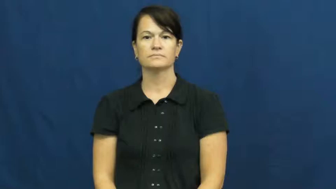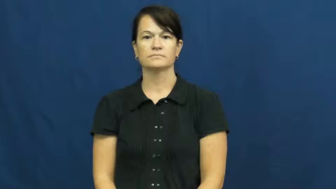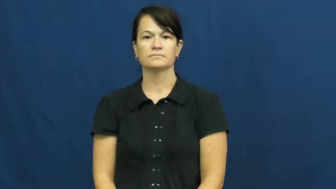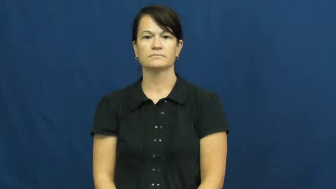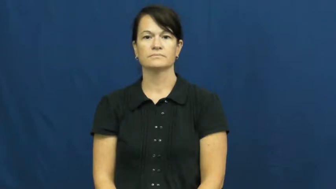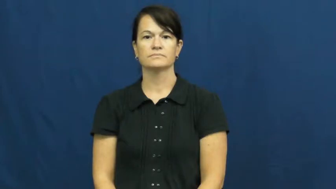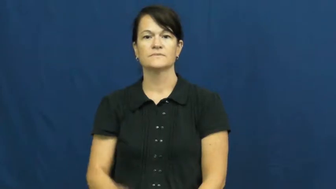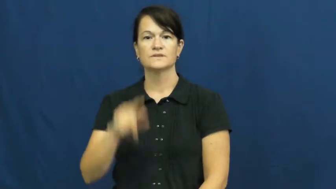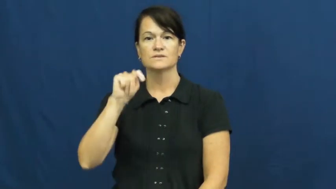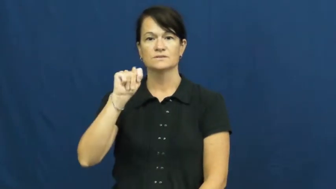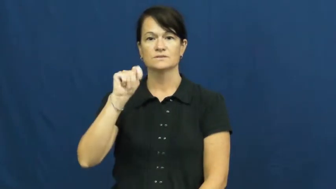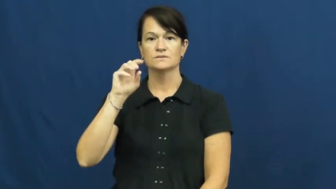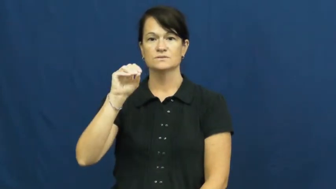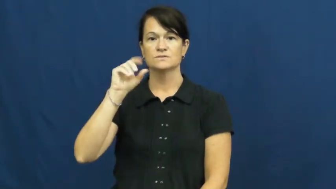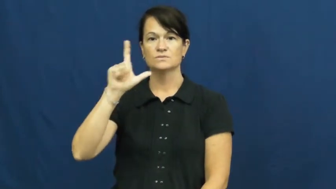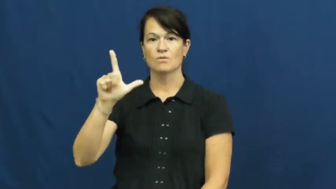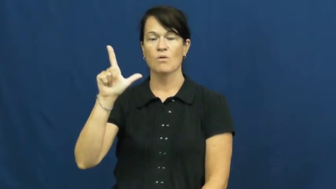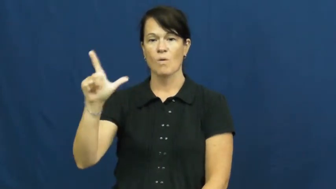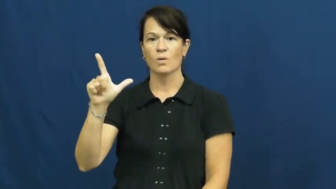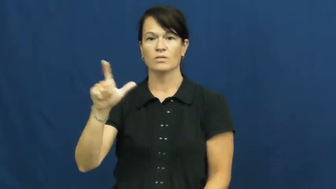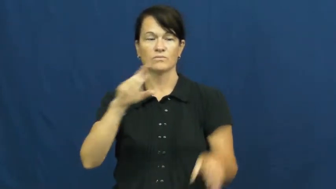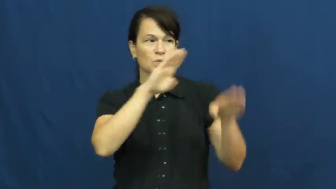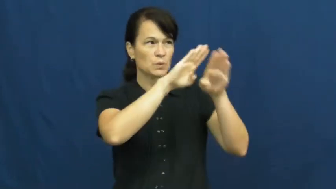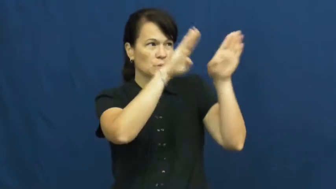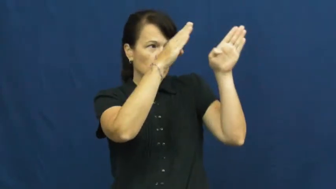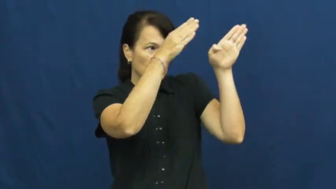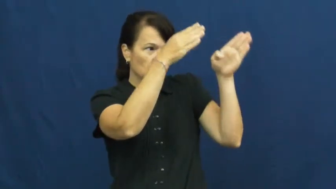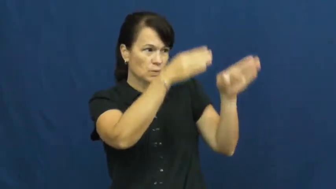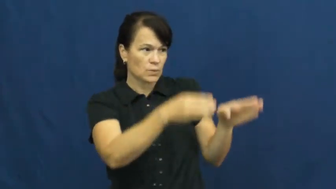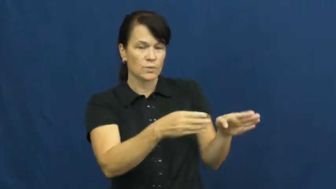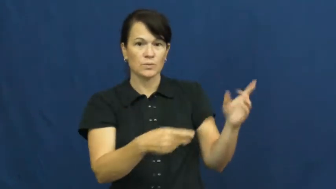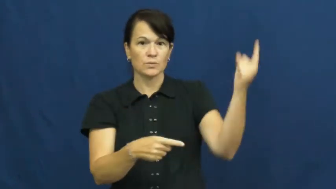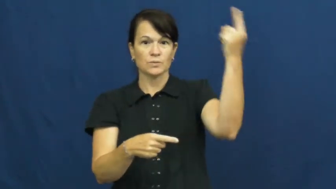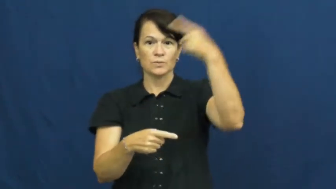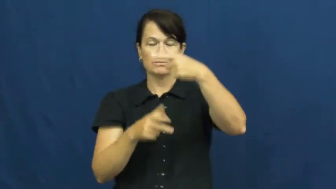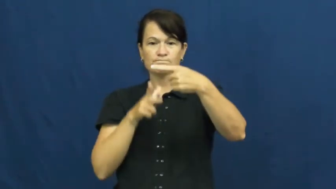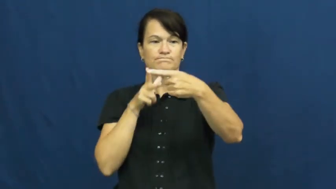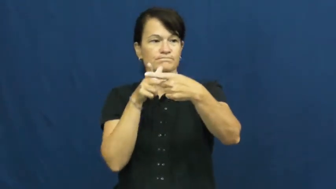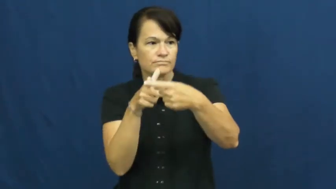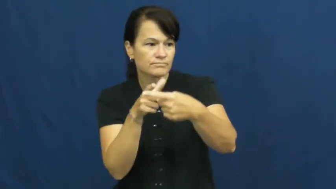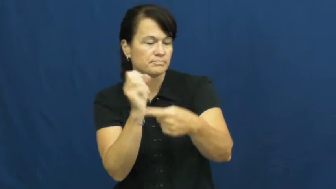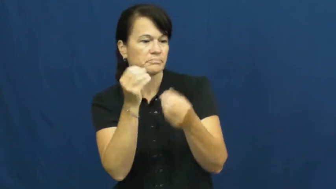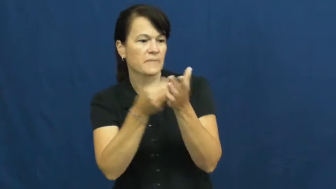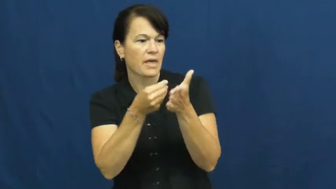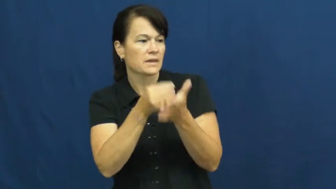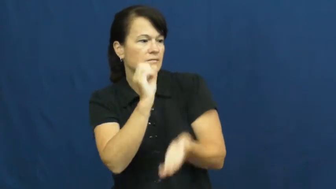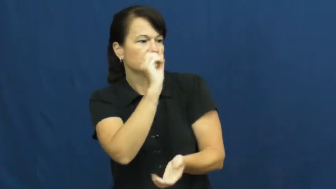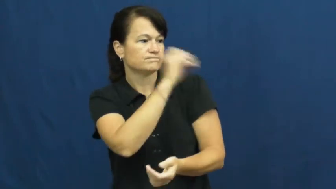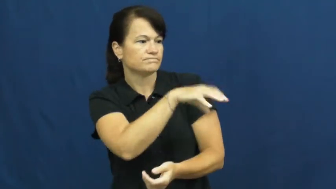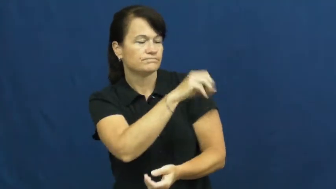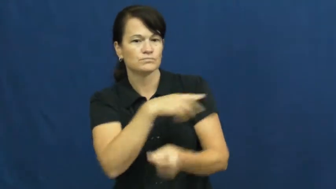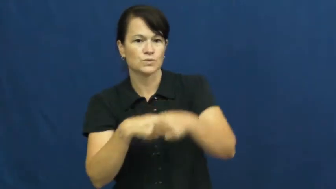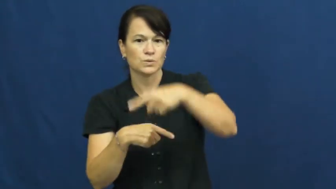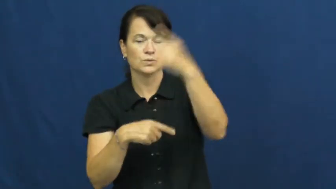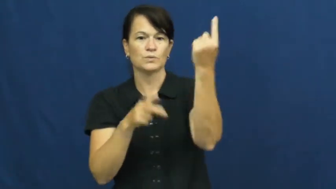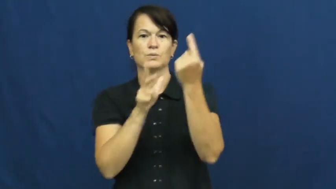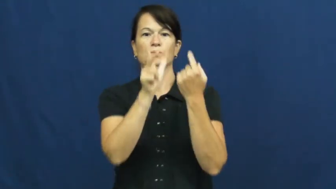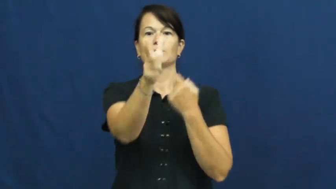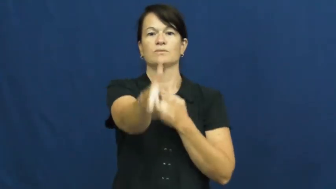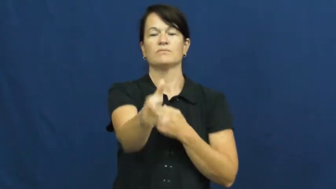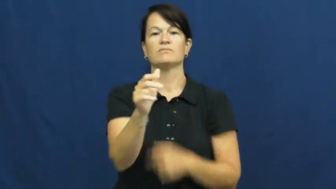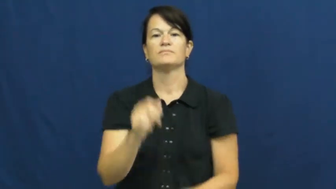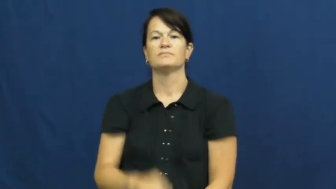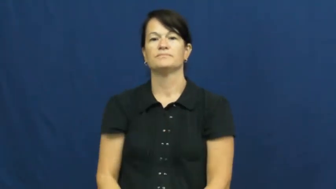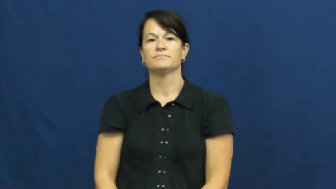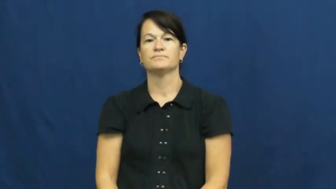toll-booth